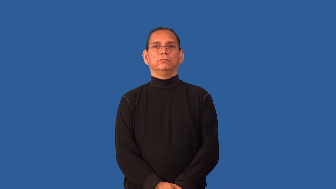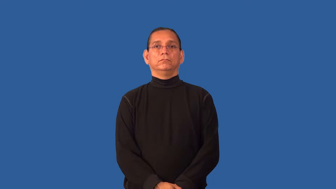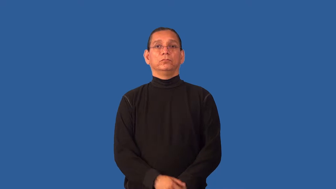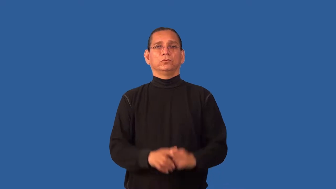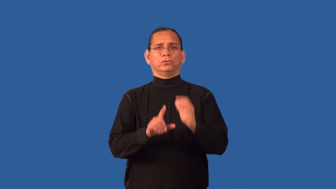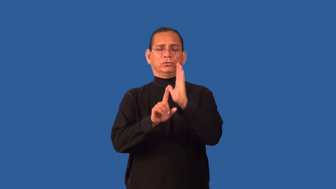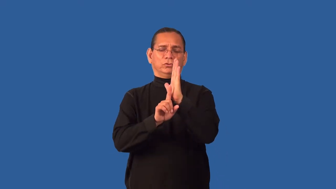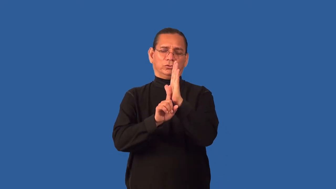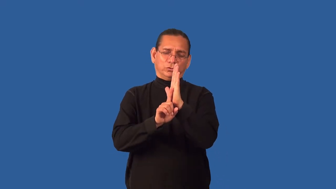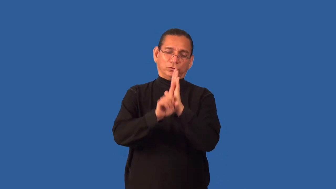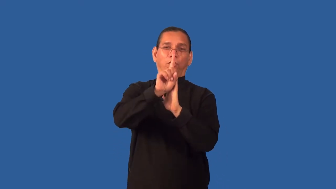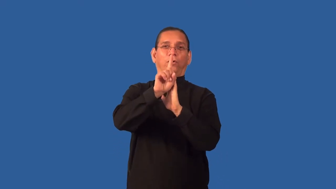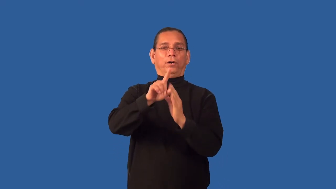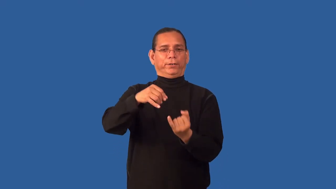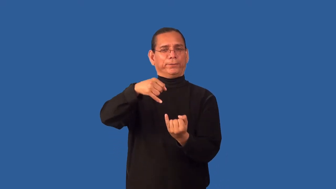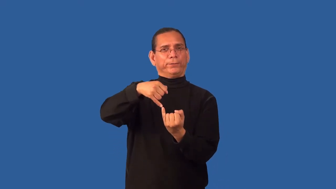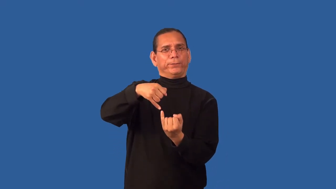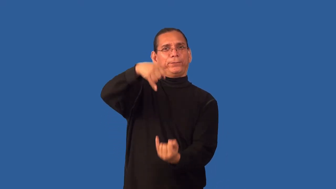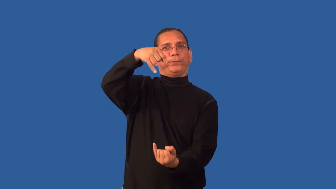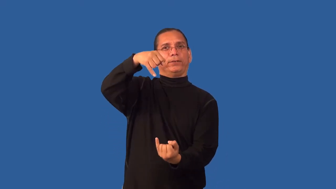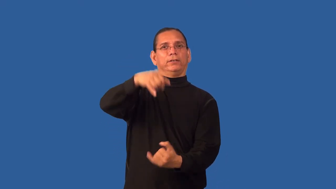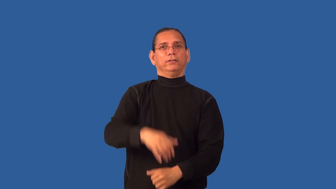gangly